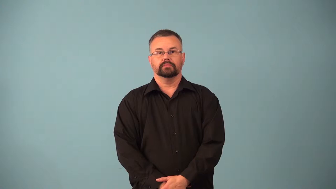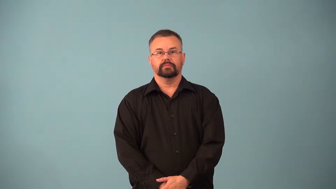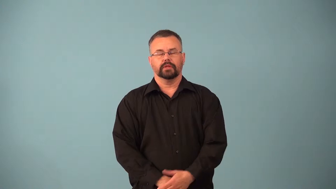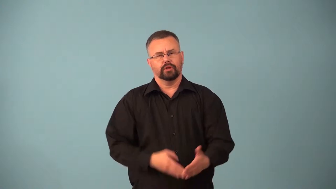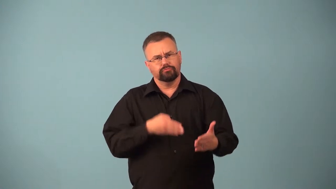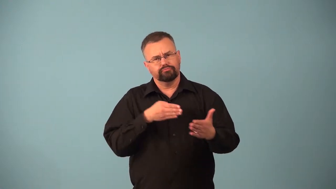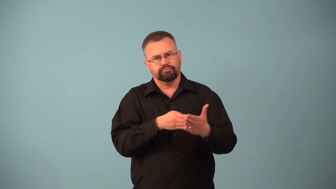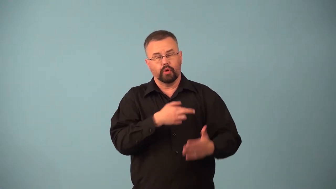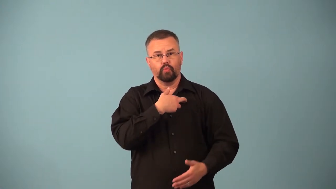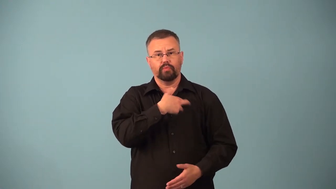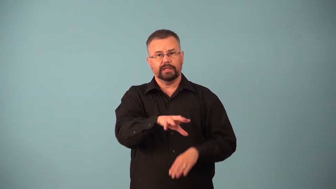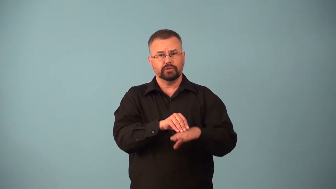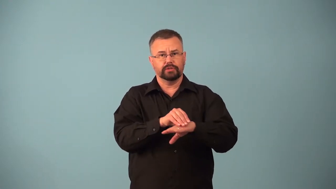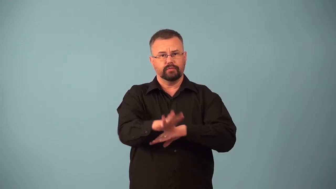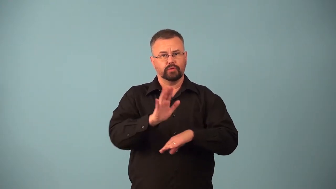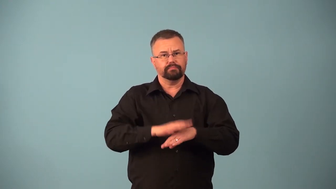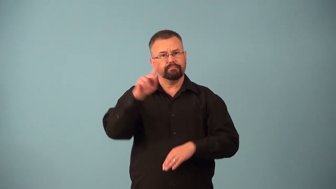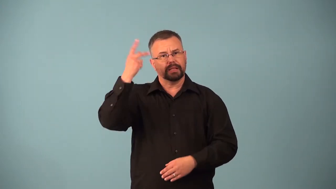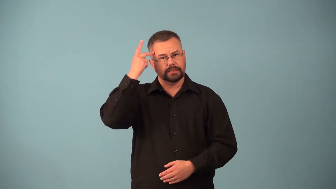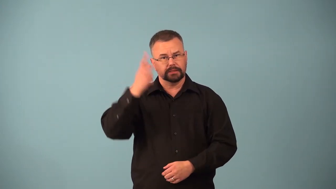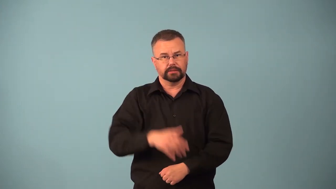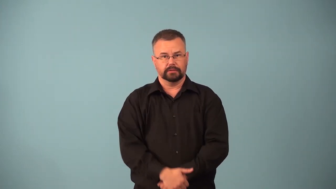anticlerical